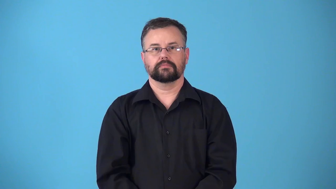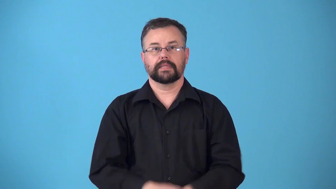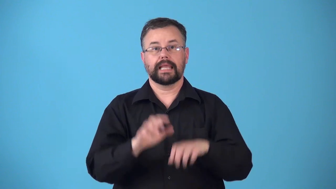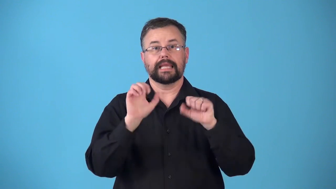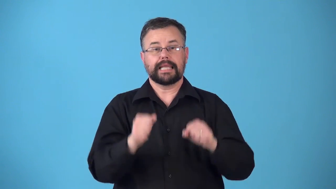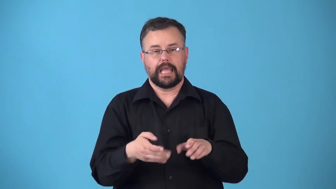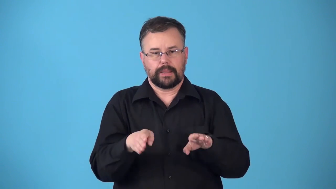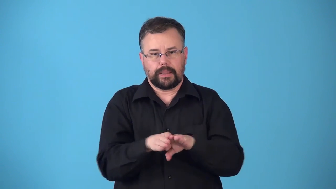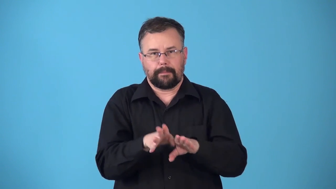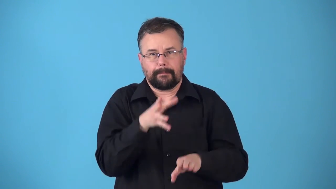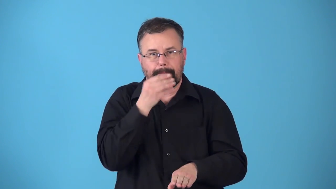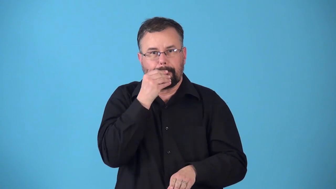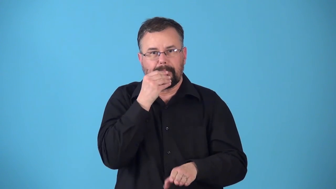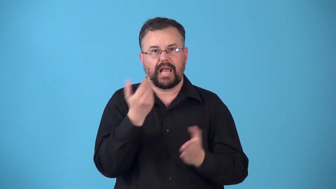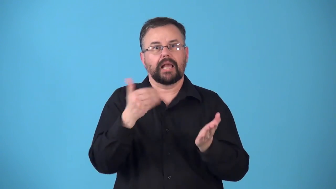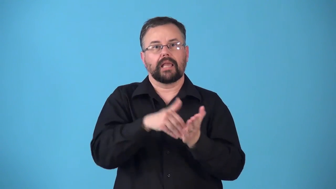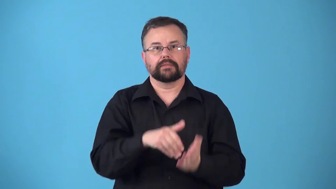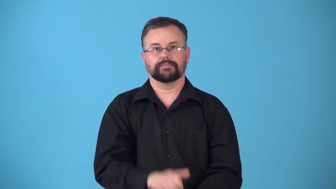resealable